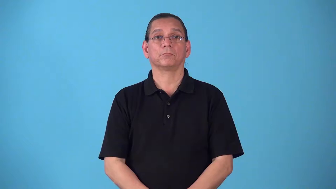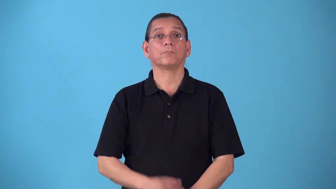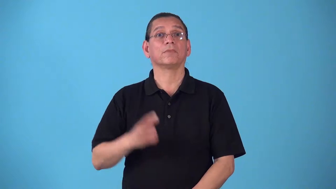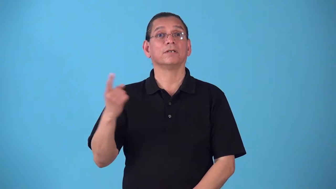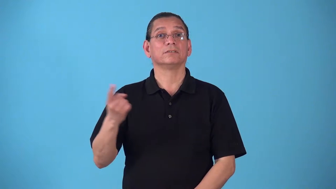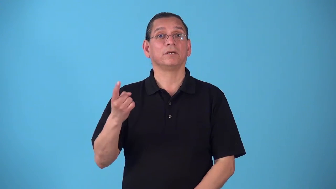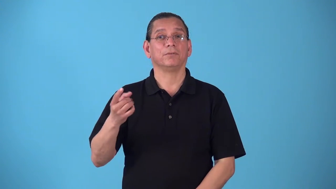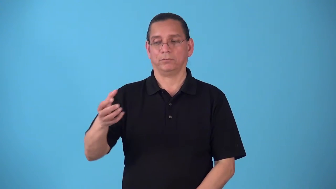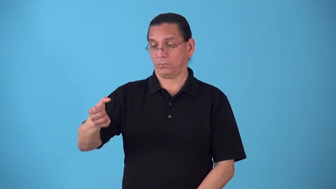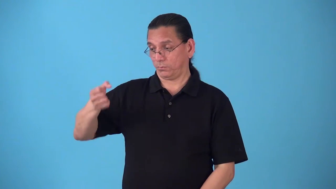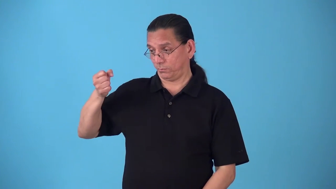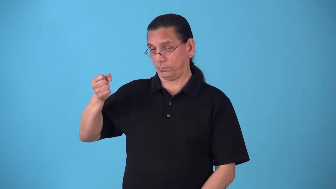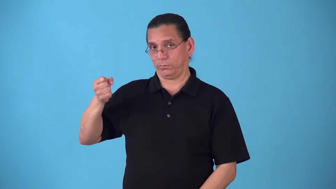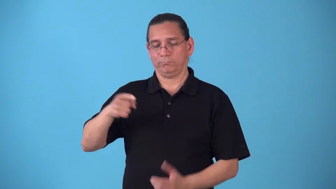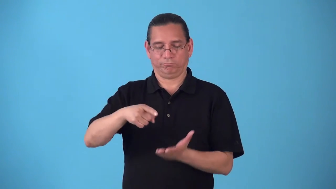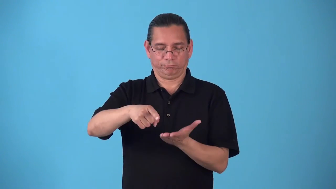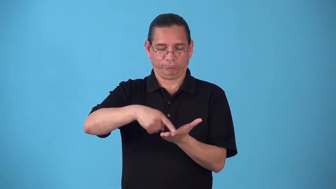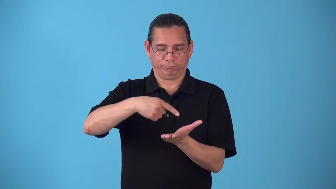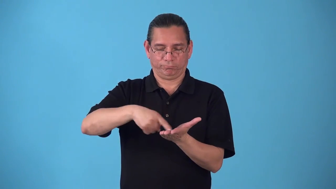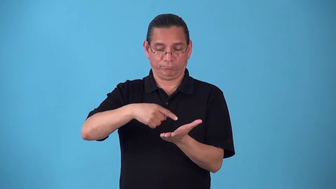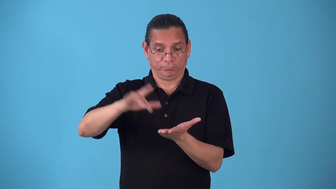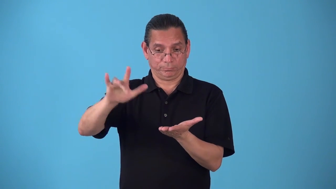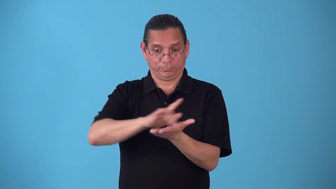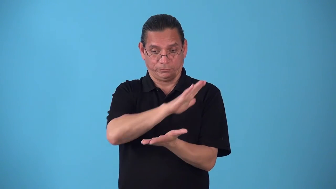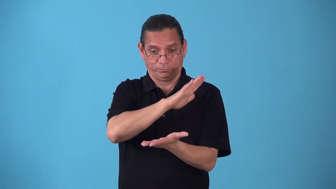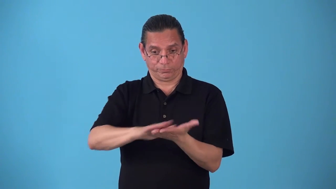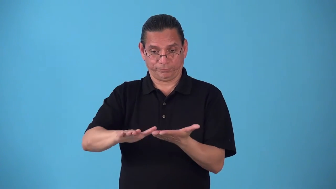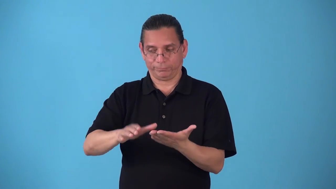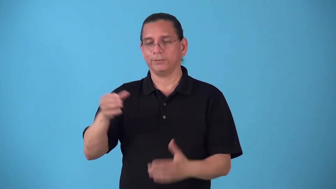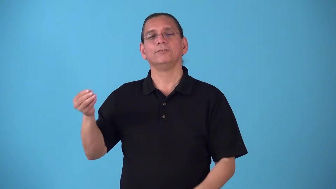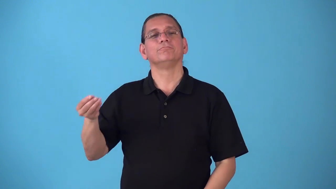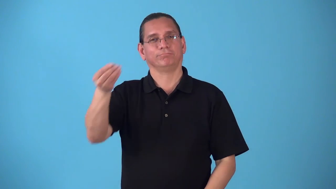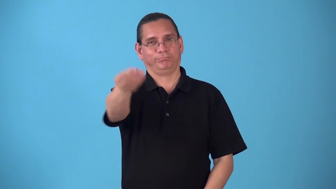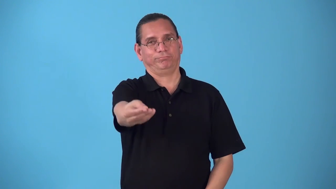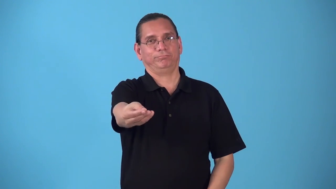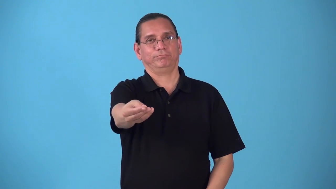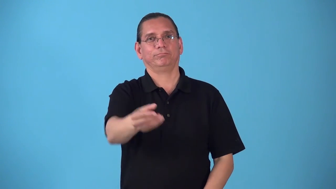security-money